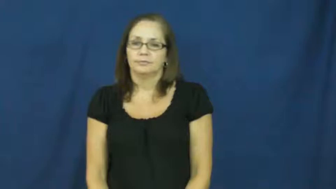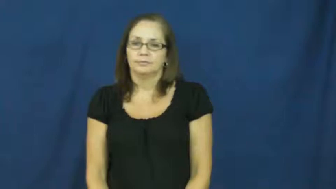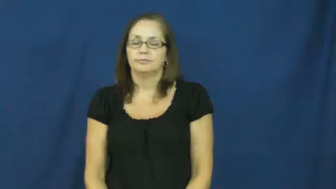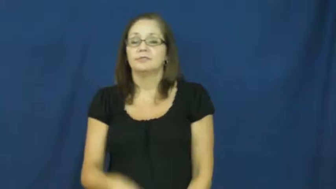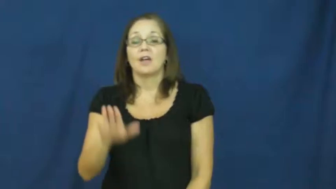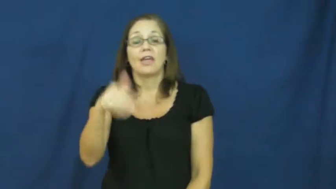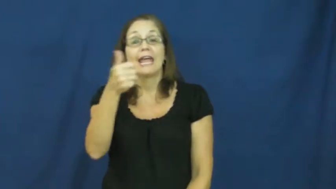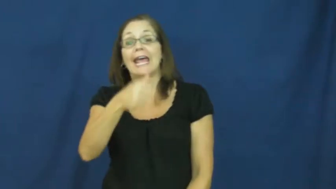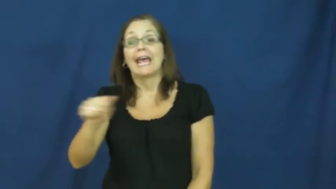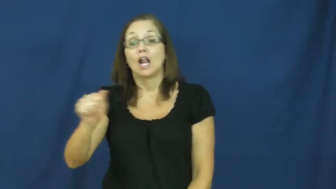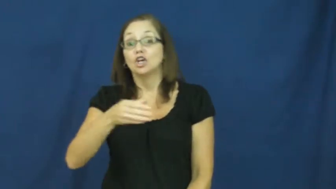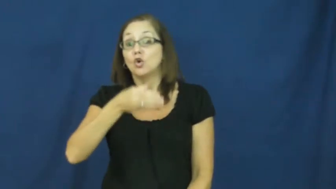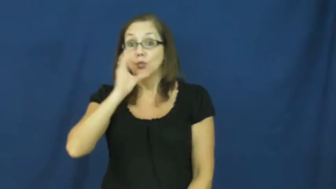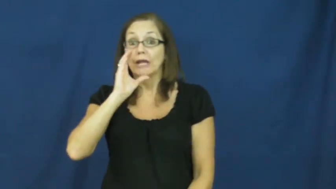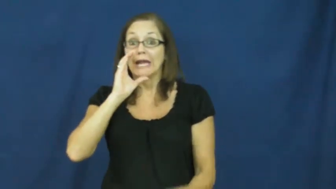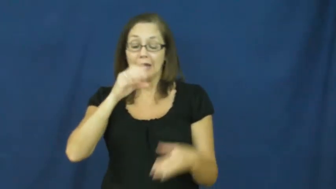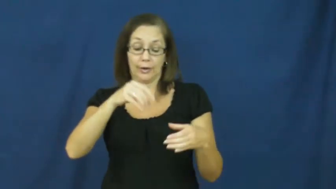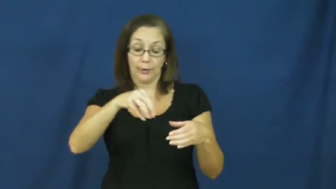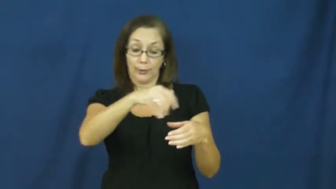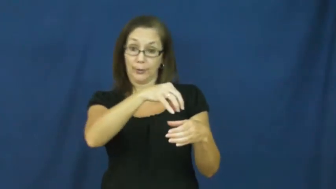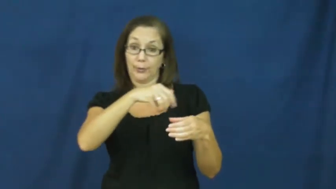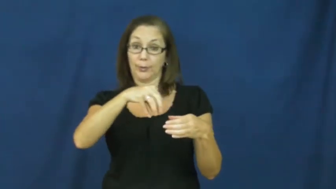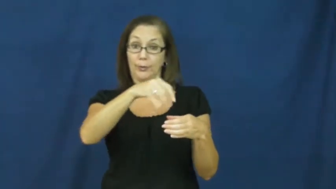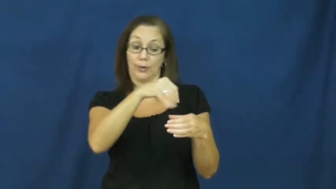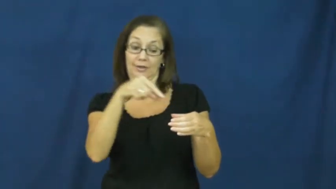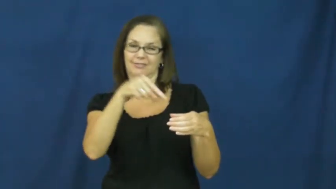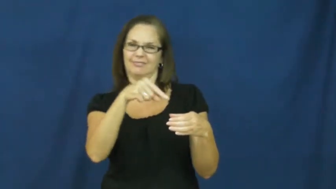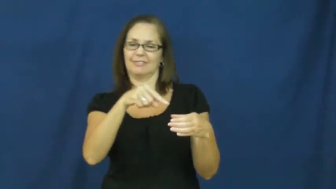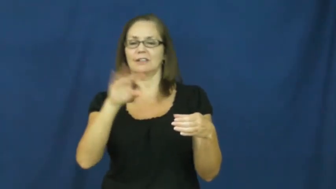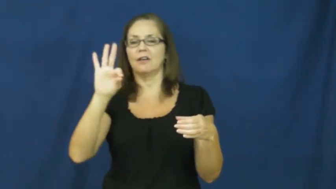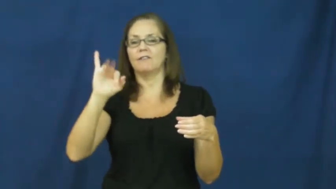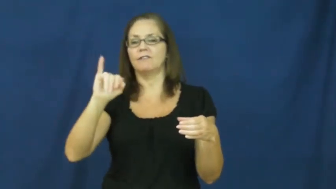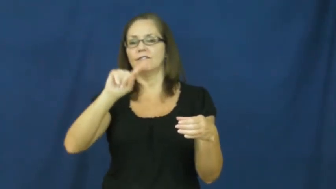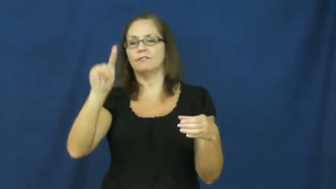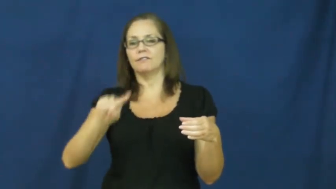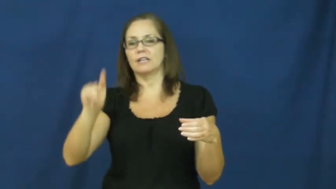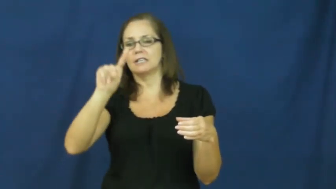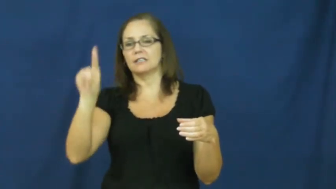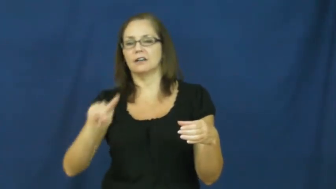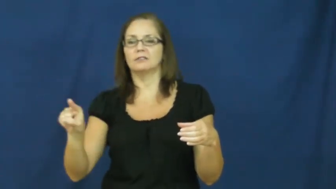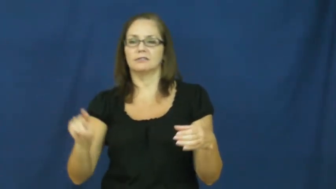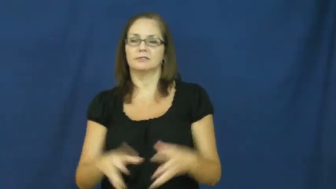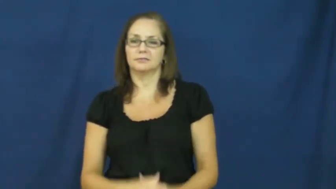fizzy,carbonation